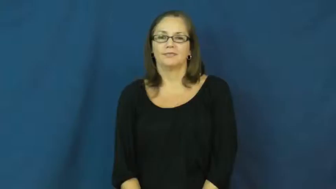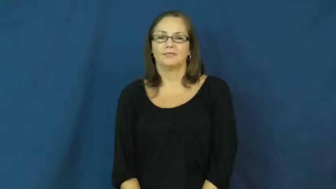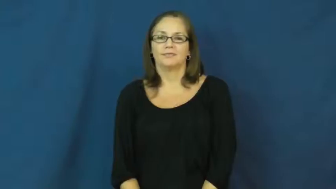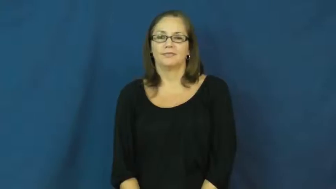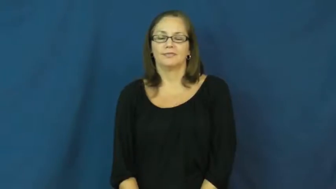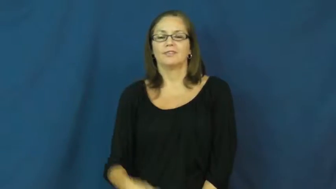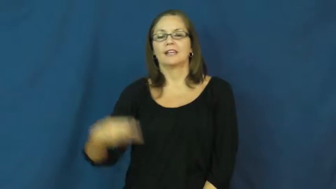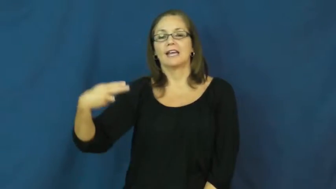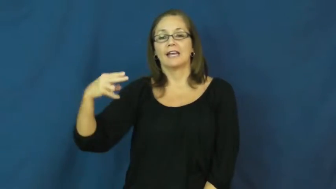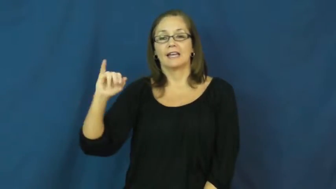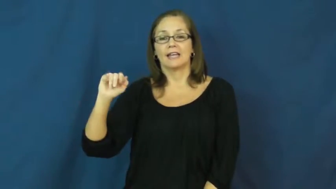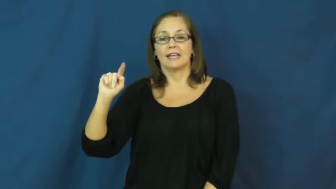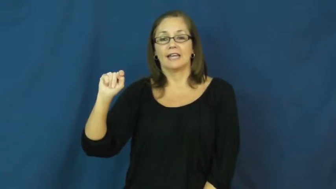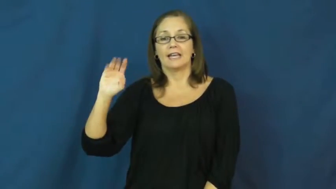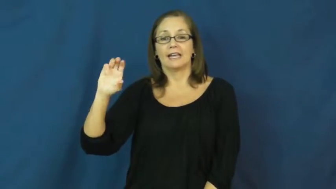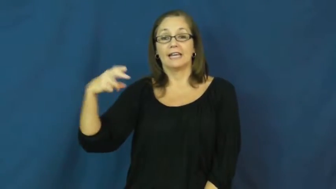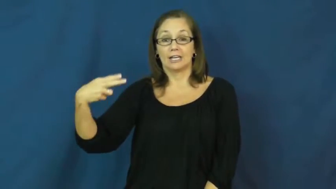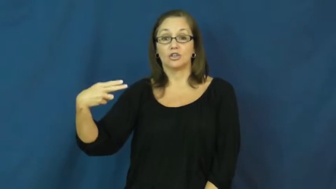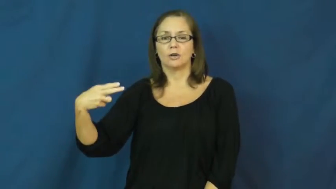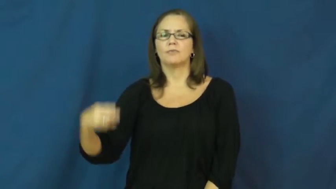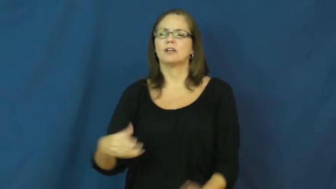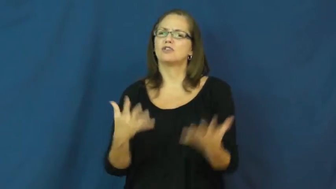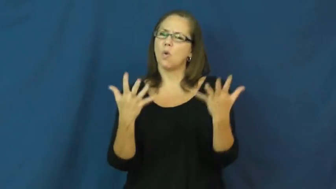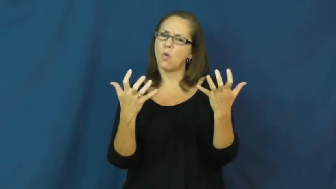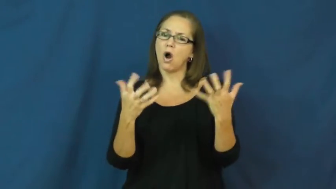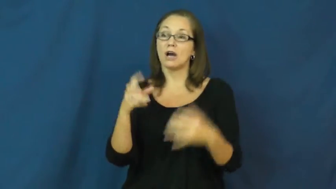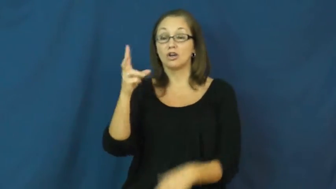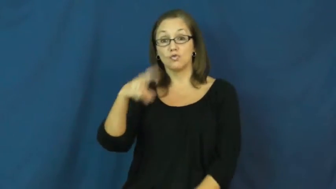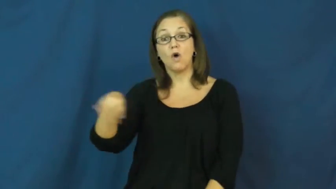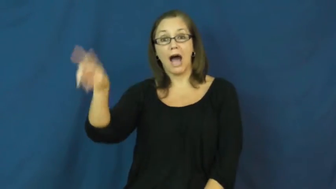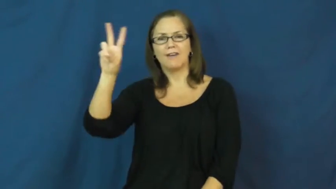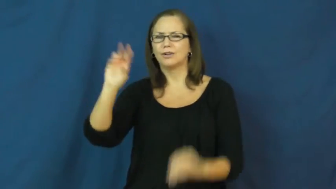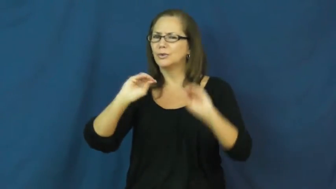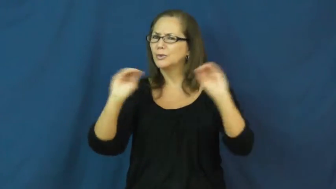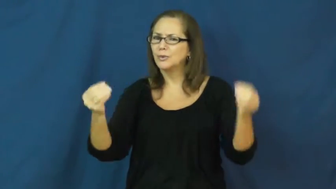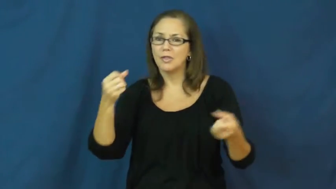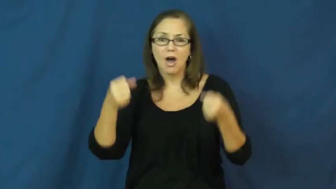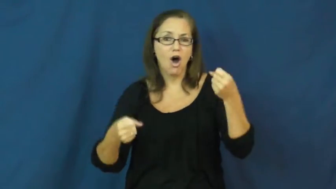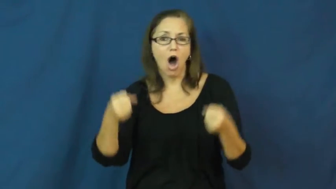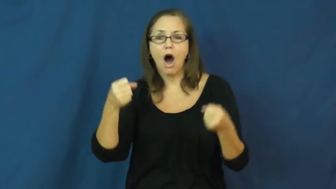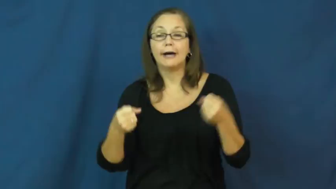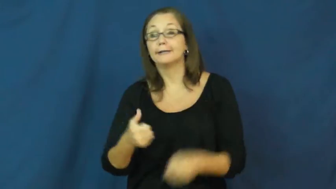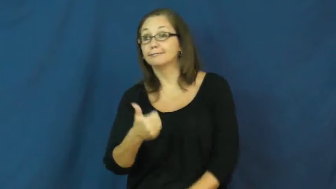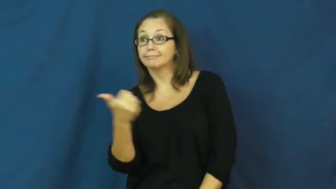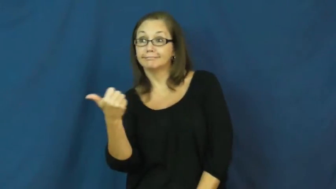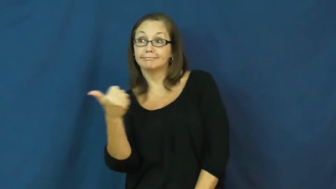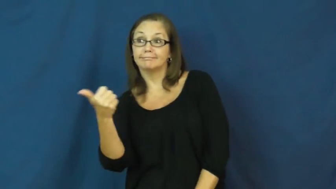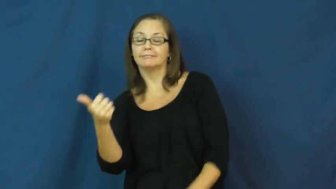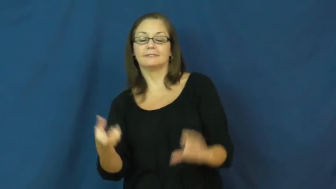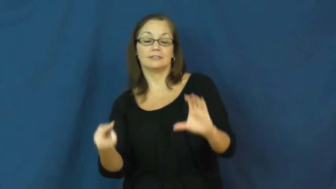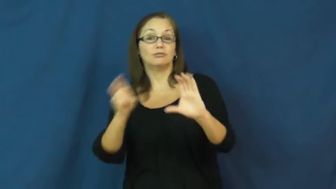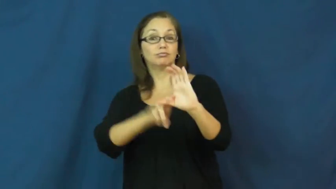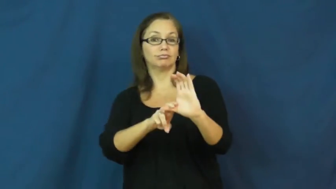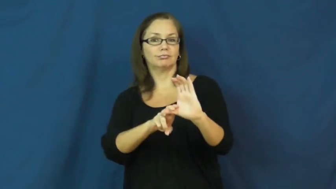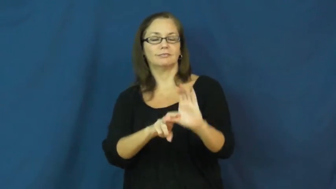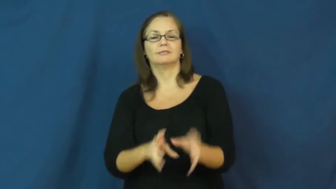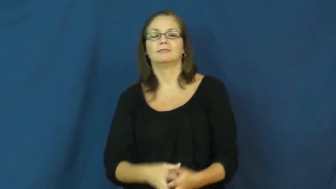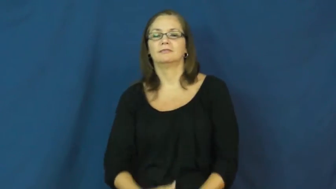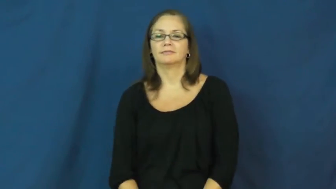hitch-catch ride